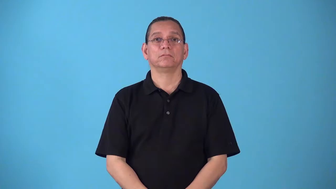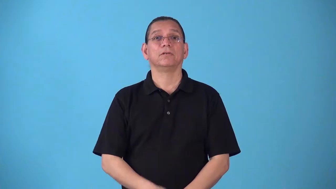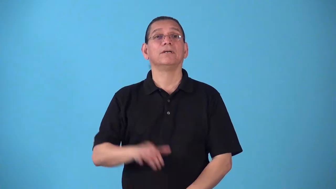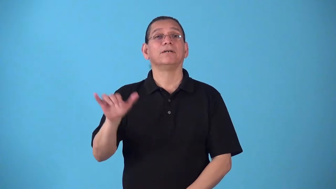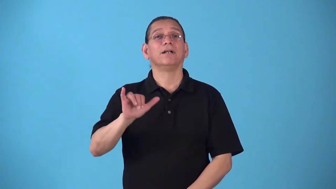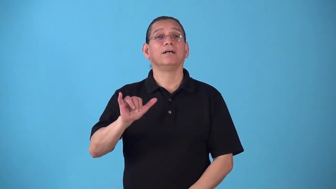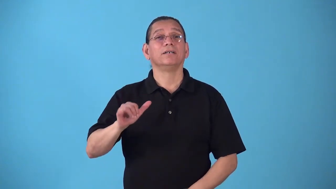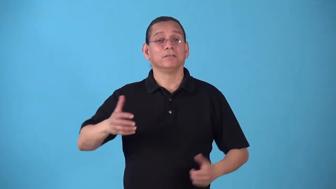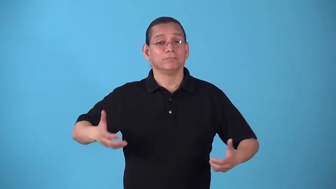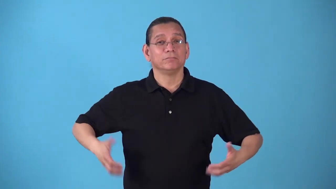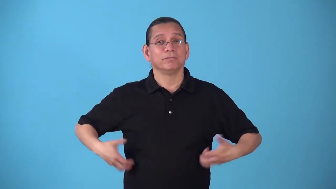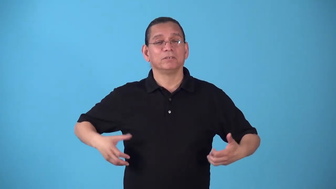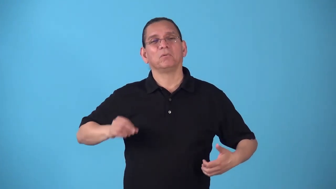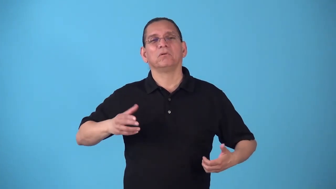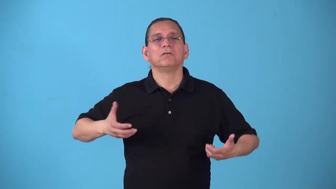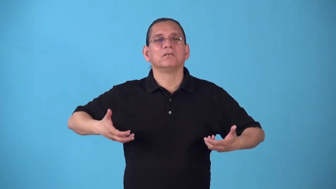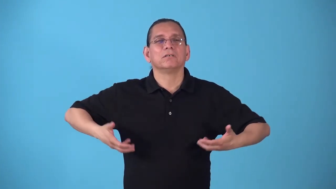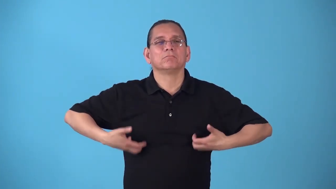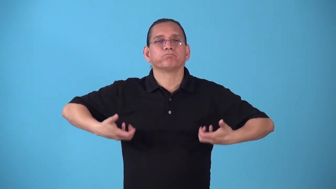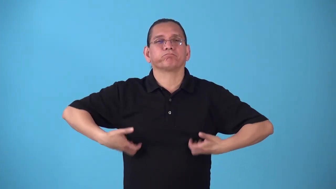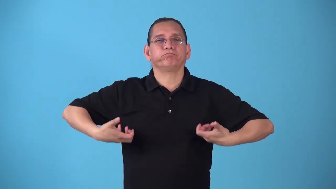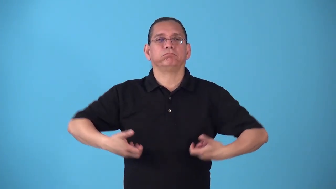simian,apelike,monkeylike